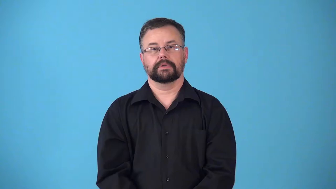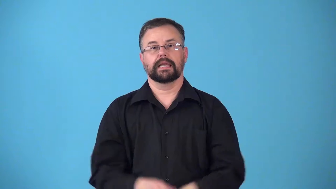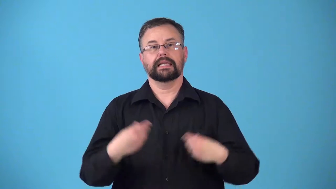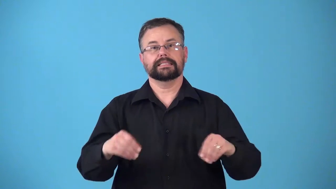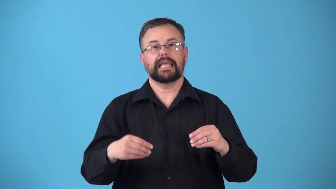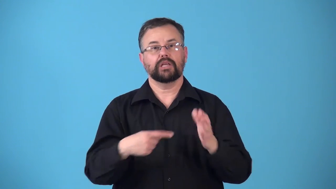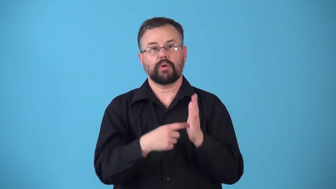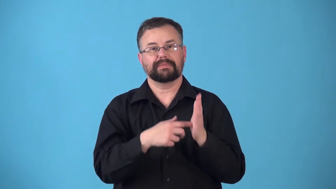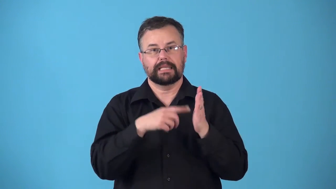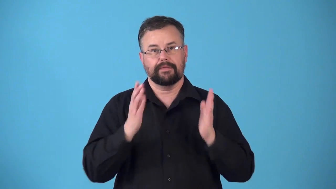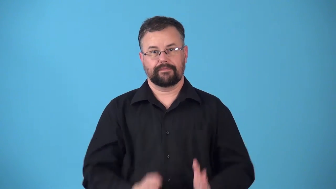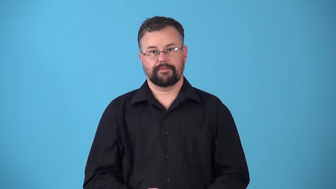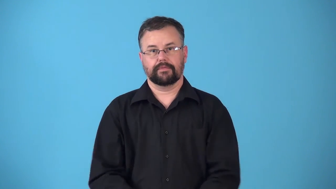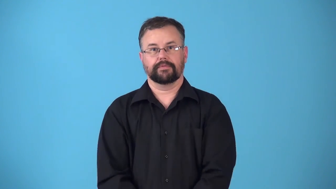representative,rep-sales representative